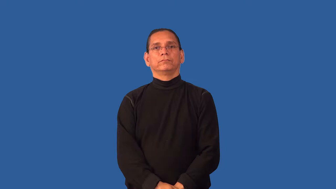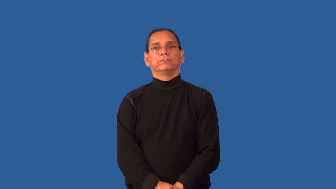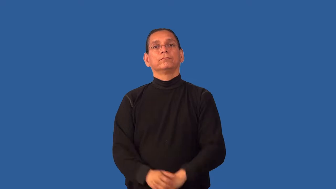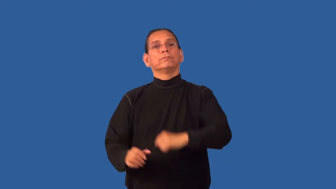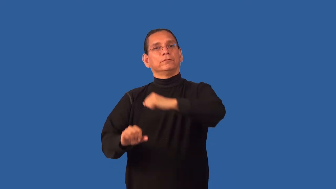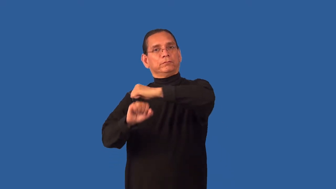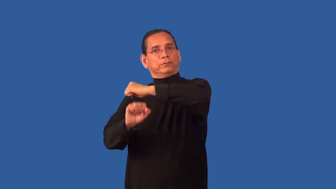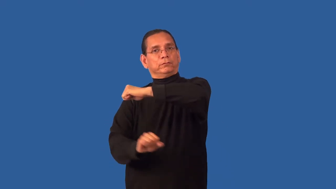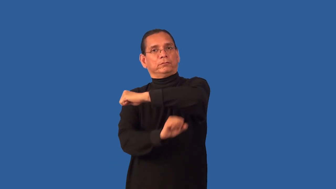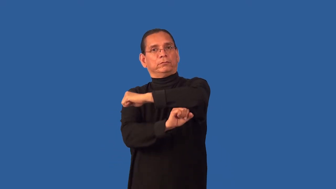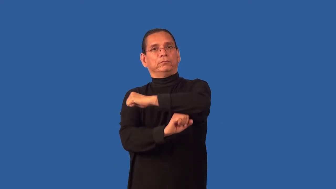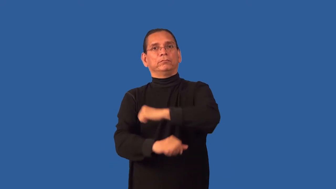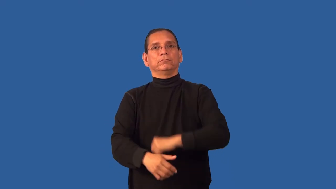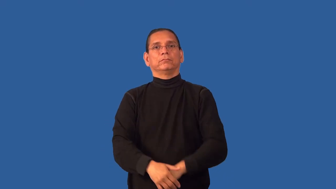foundation-house